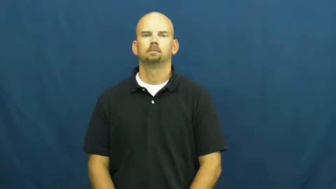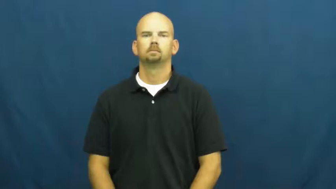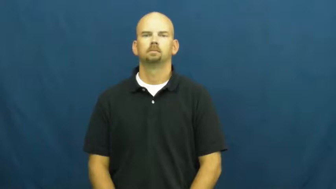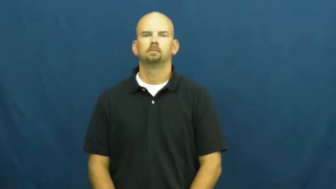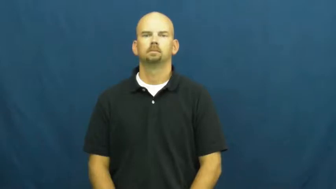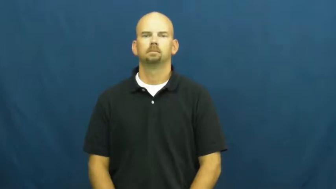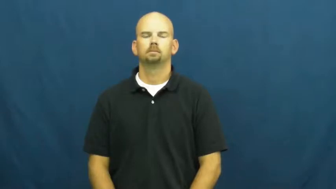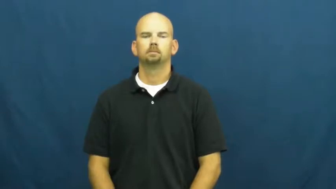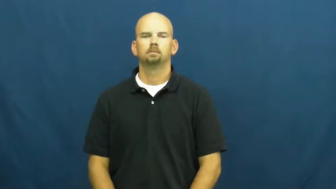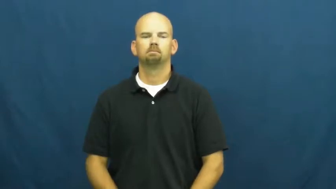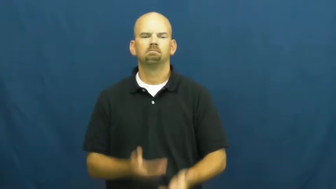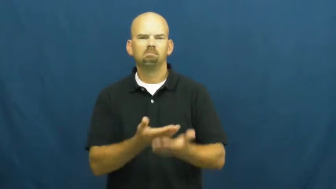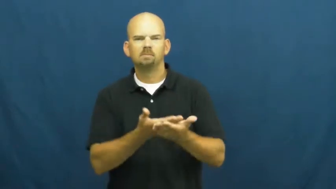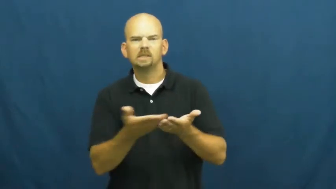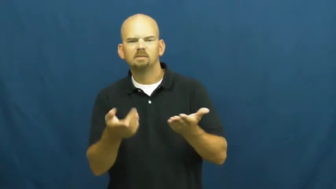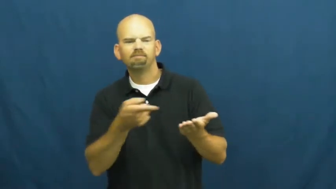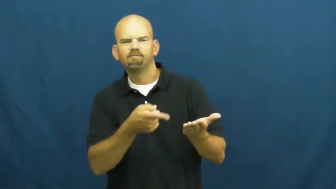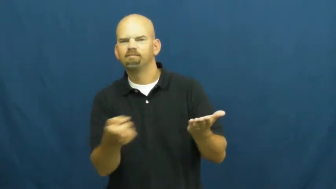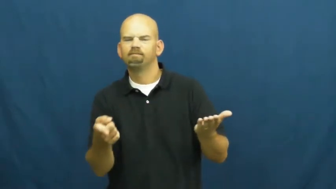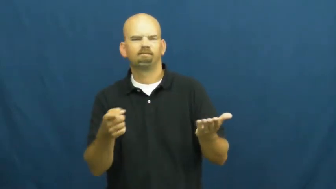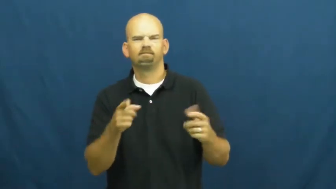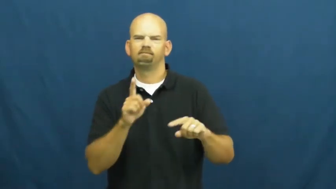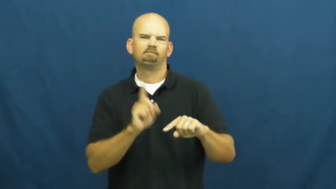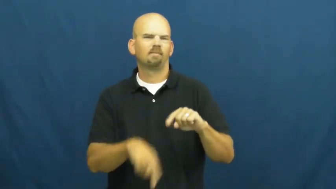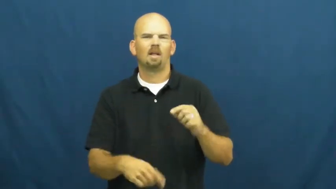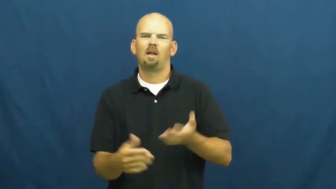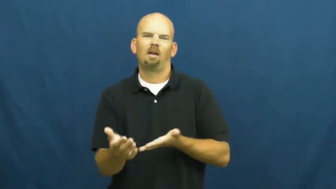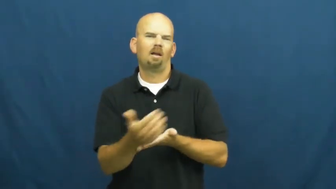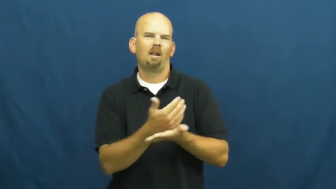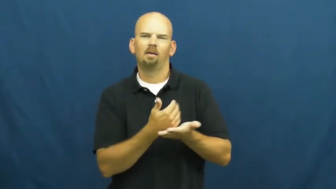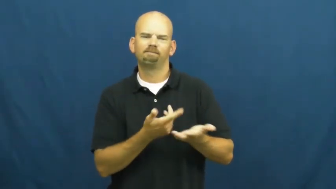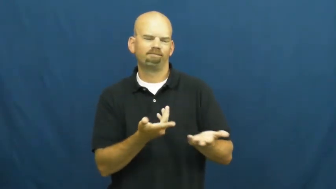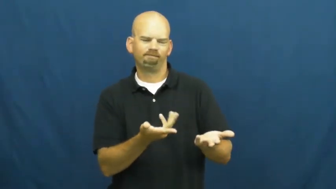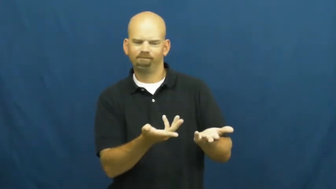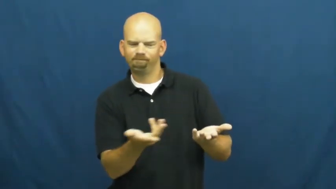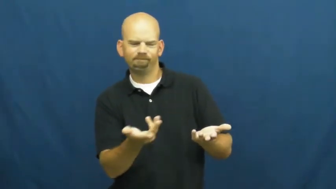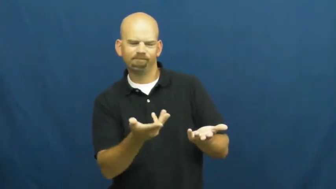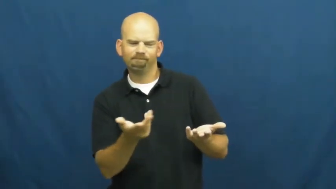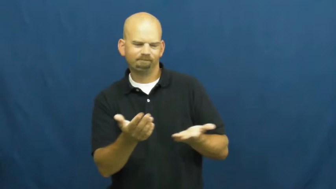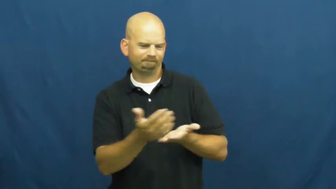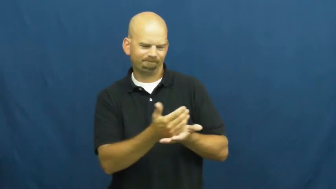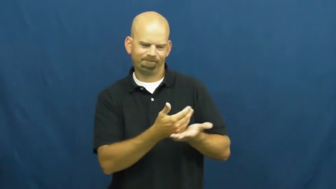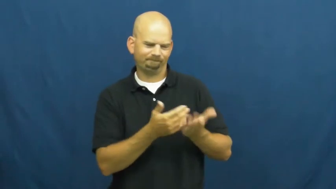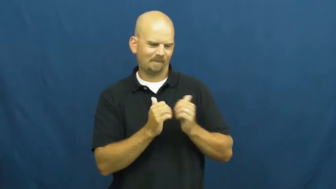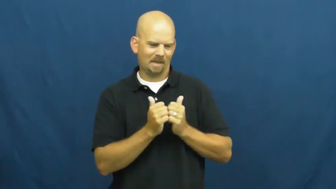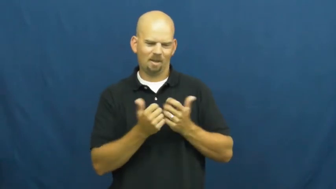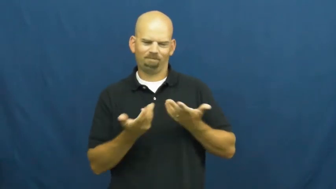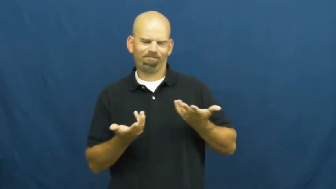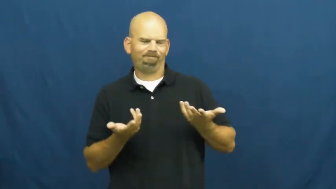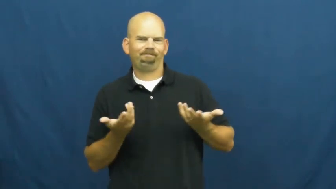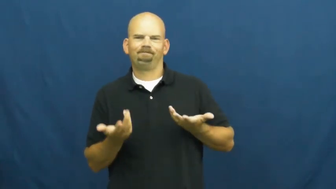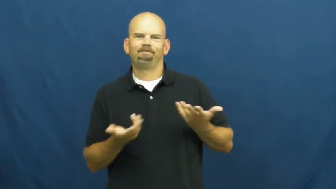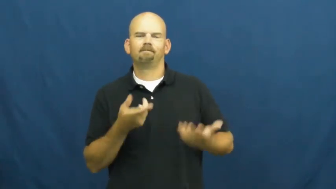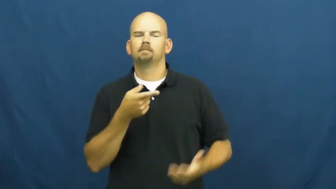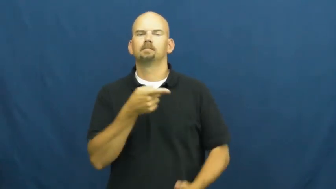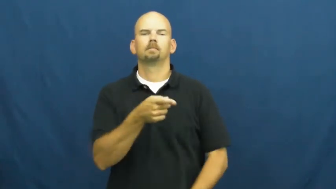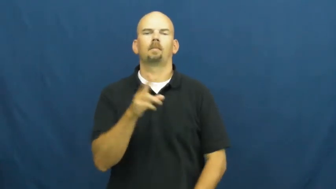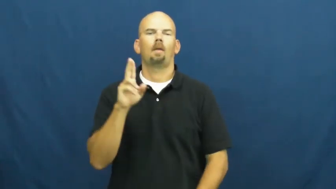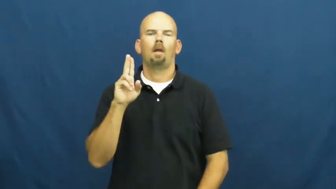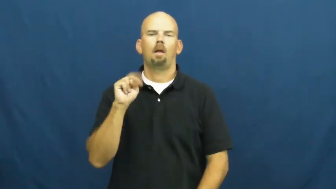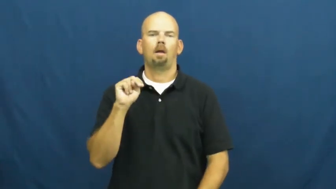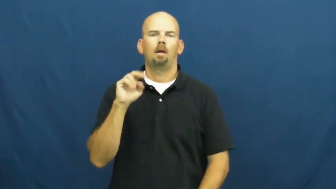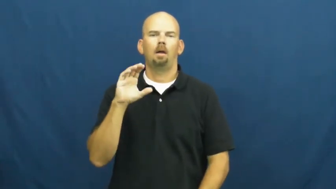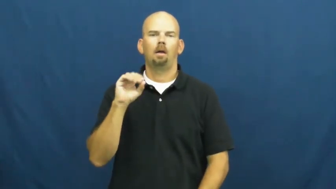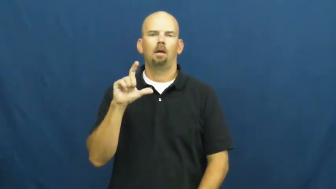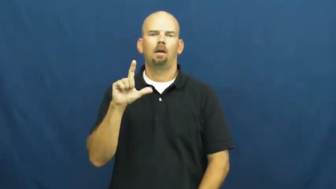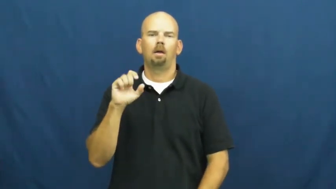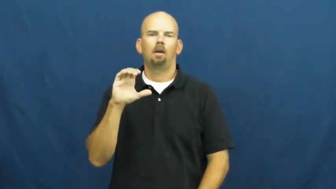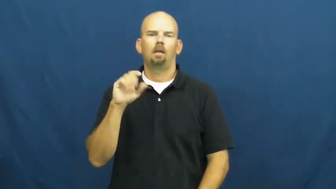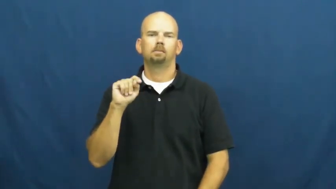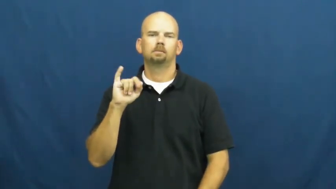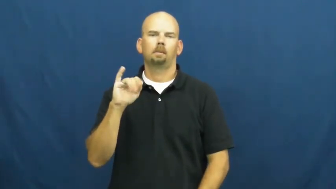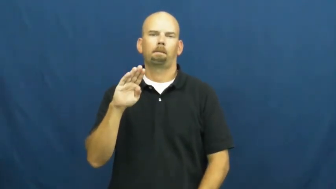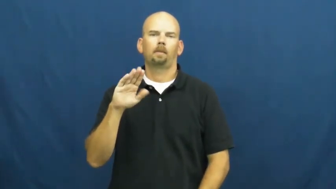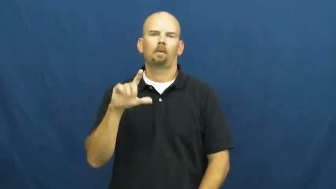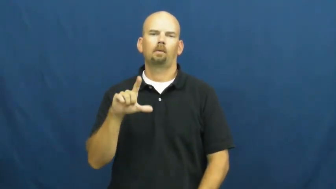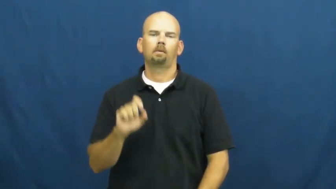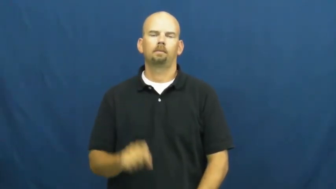uncollectible